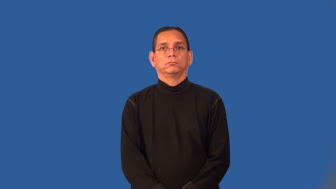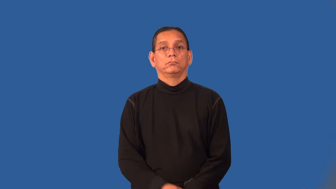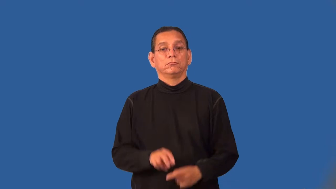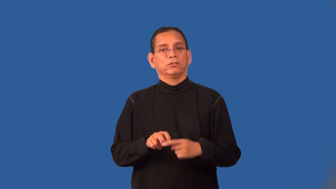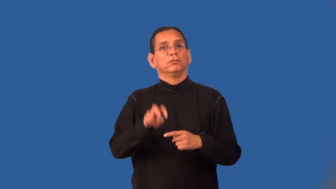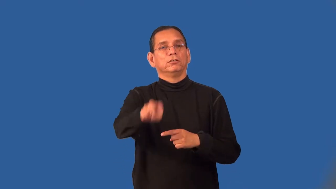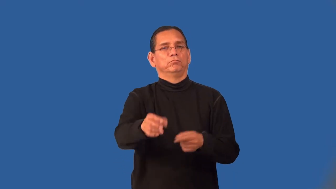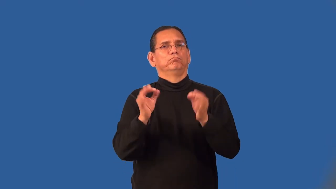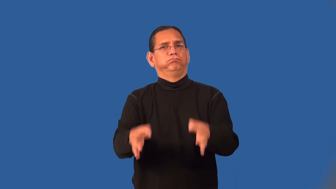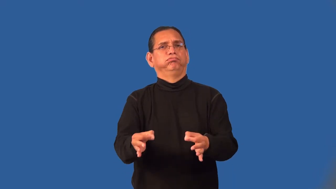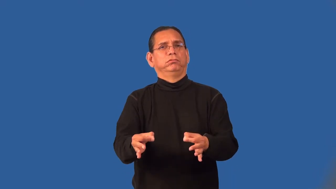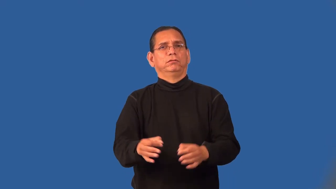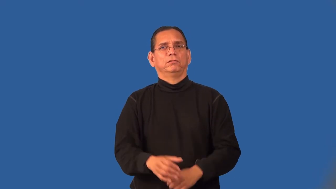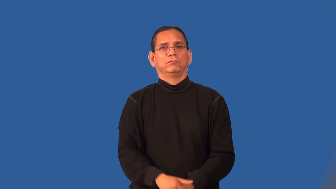prejudge